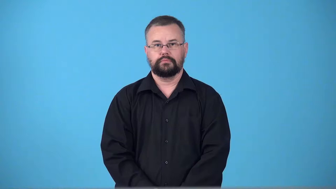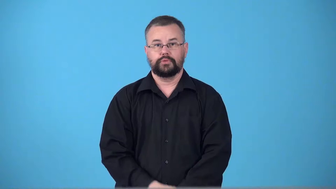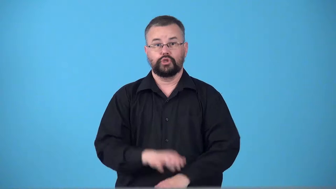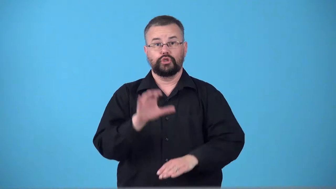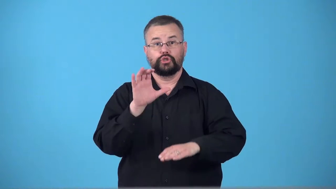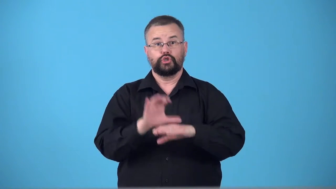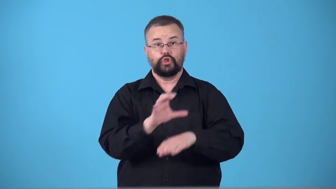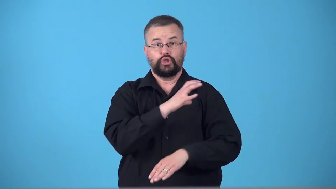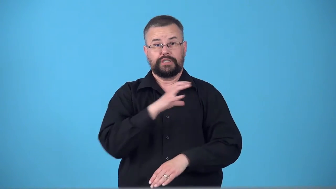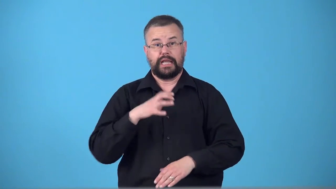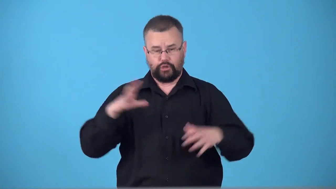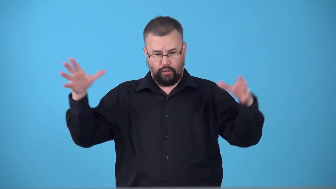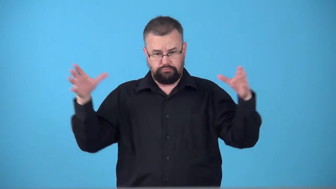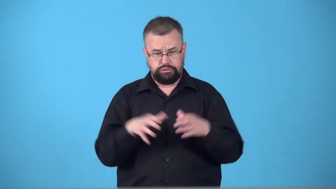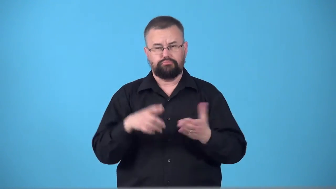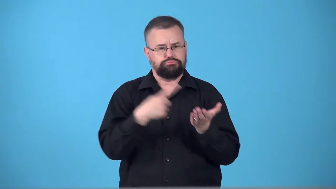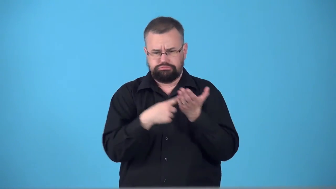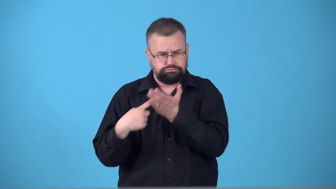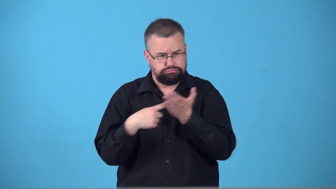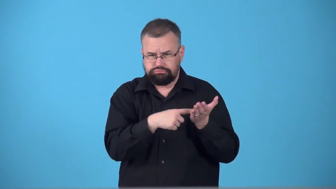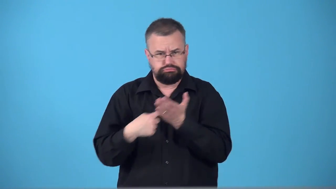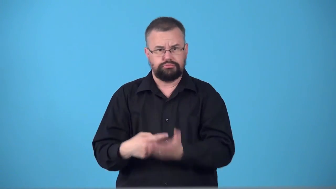synod-church council